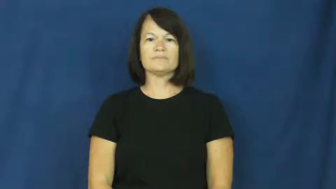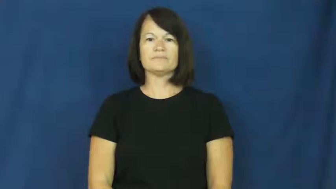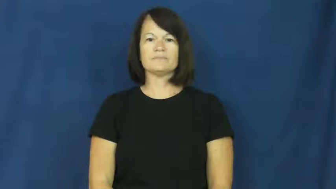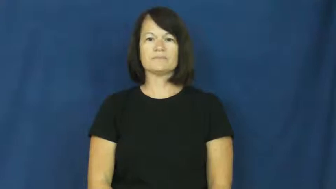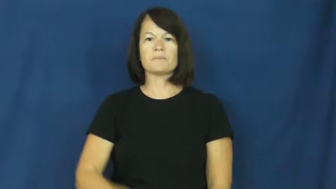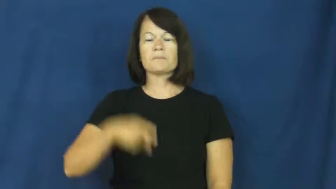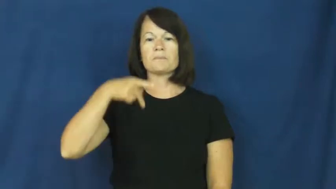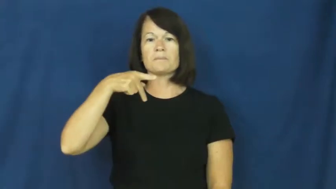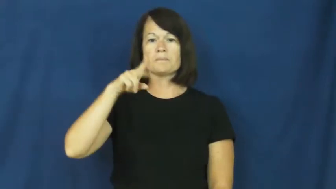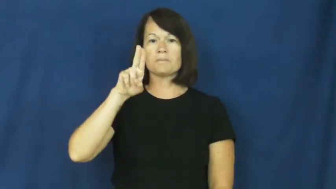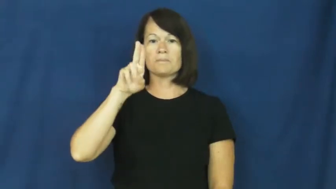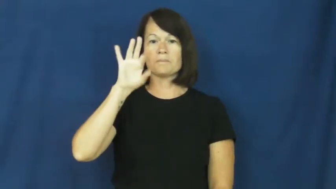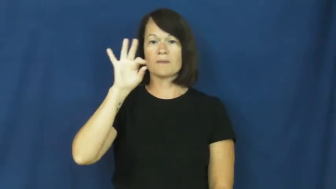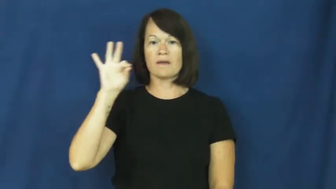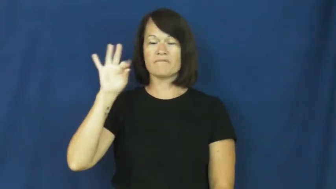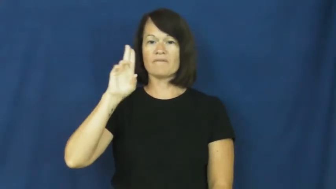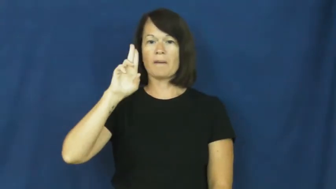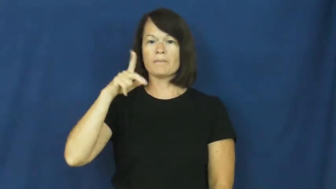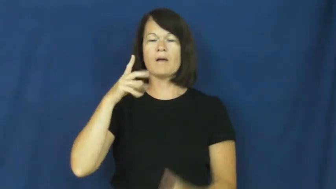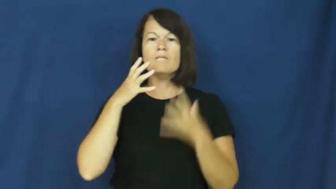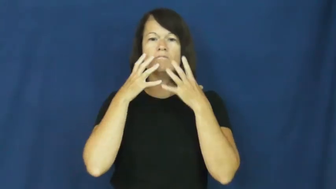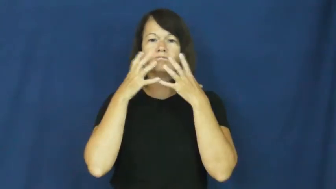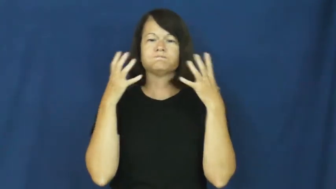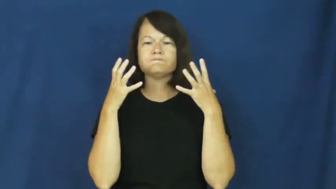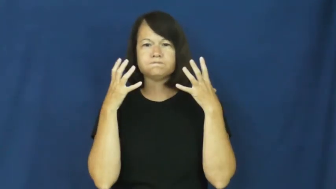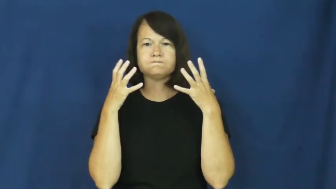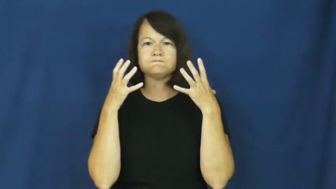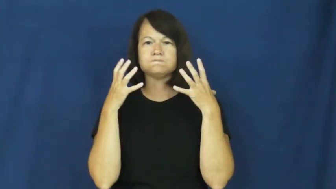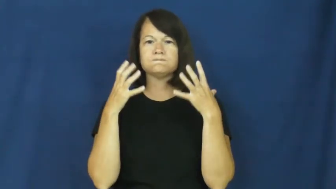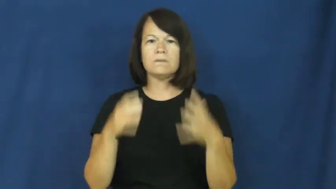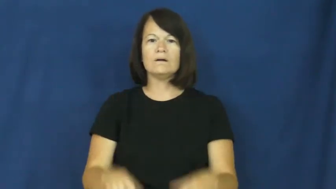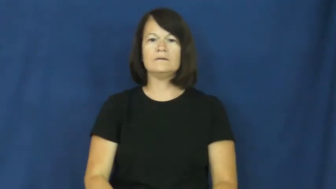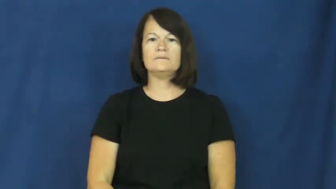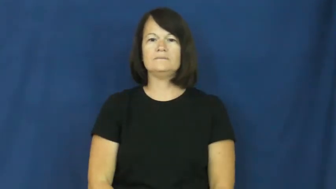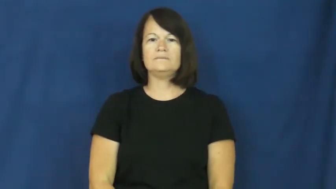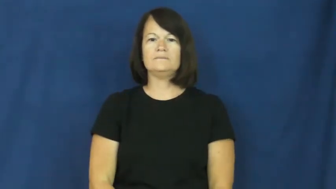puff up